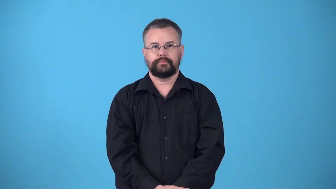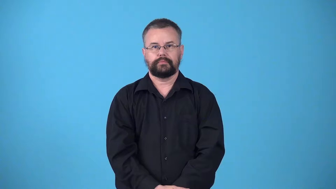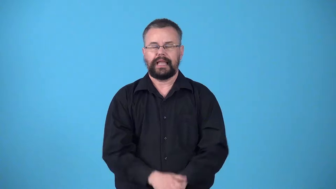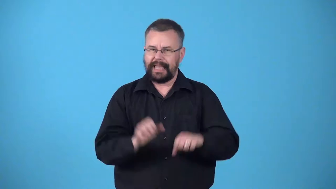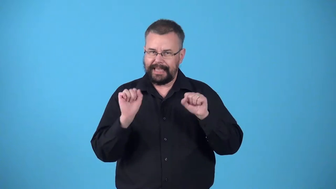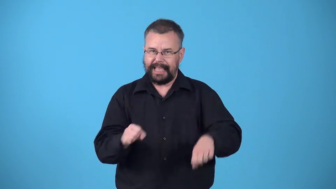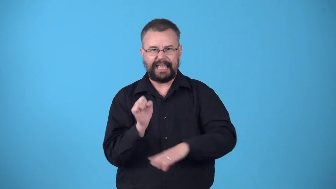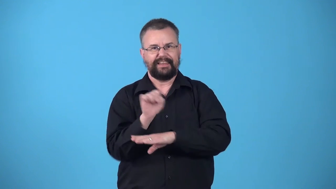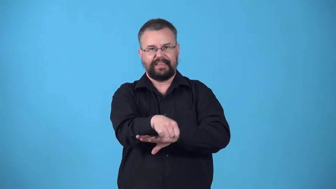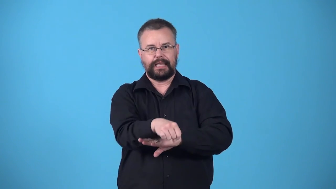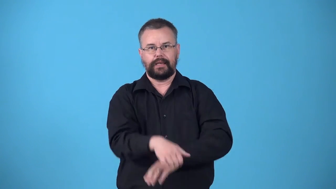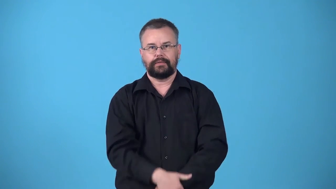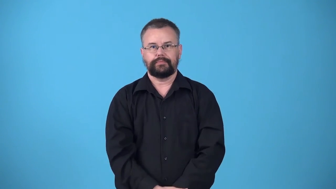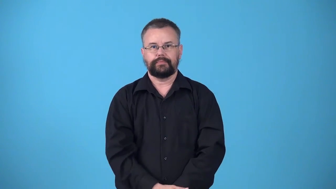vincible,defeatable-can be defeated